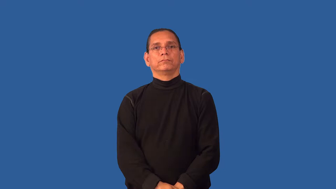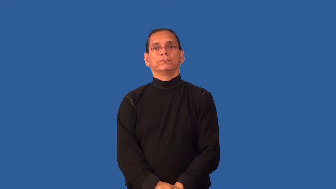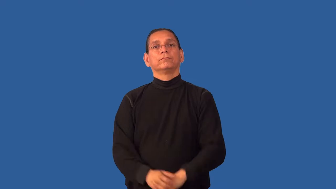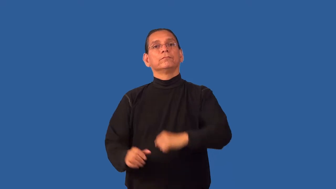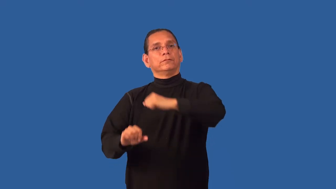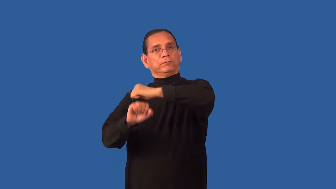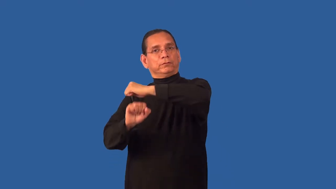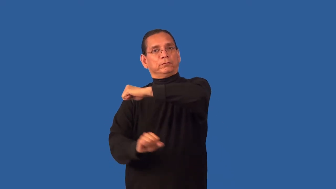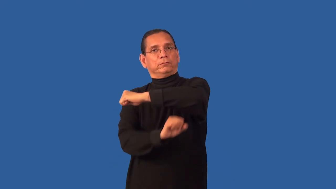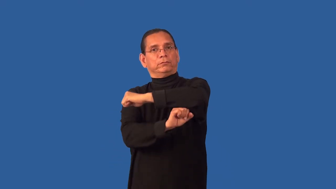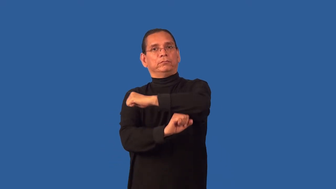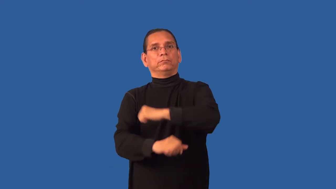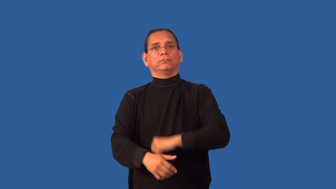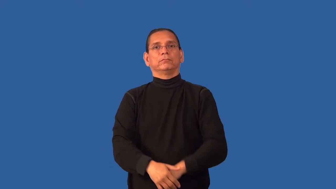underpin